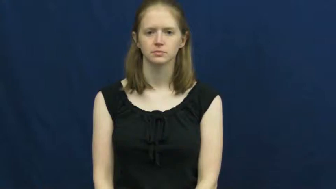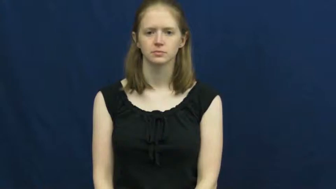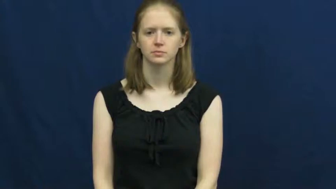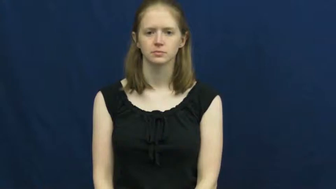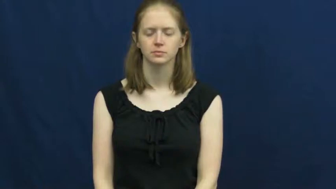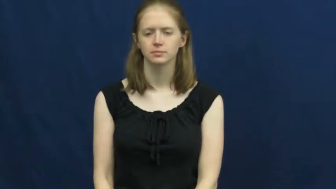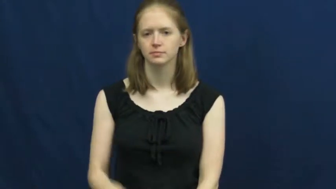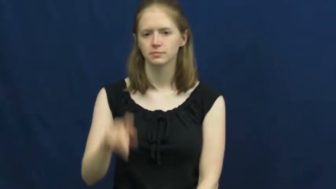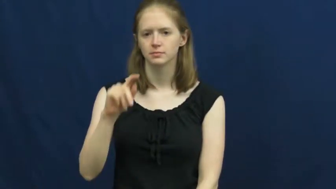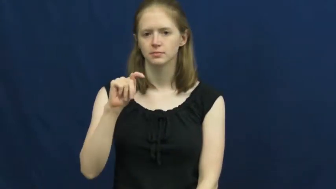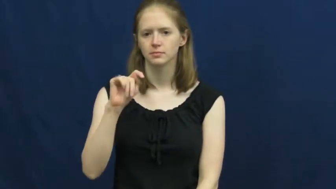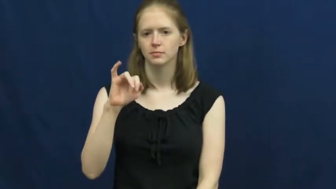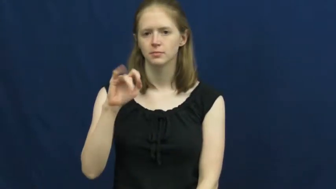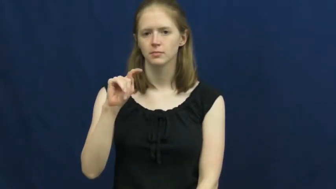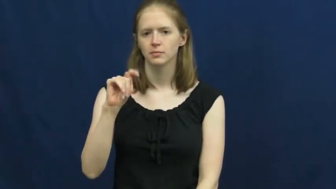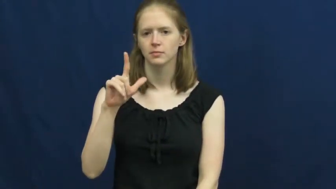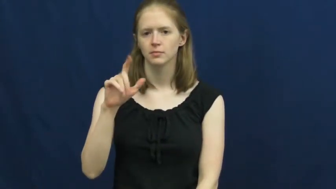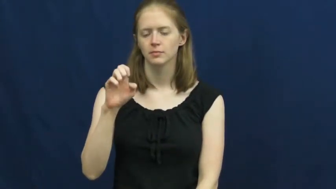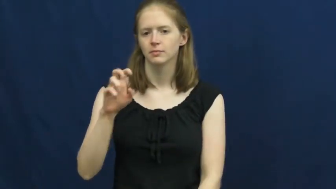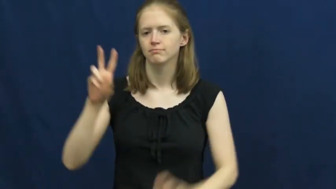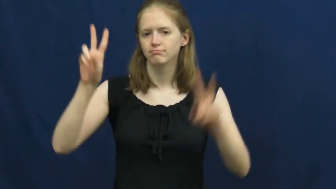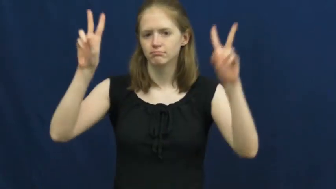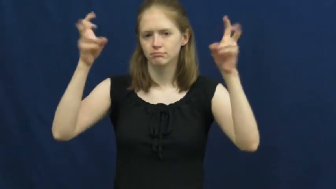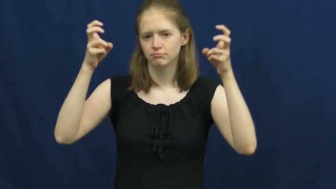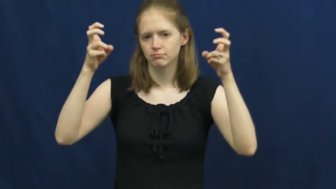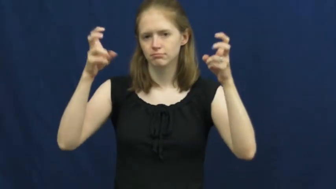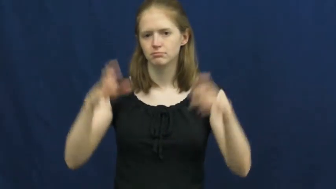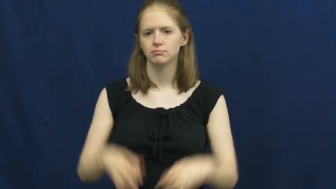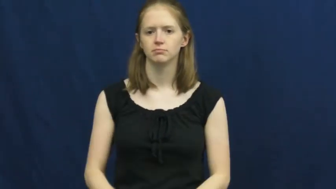title-subject